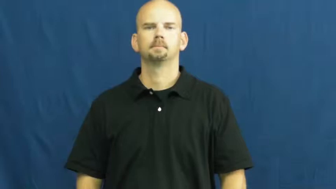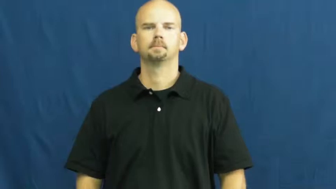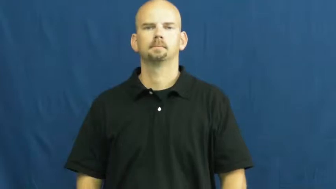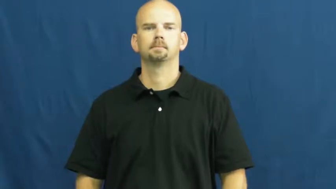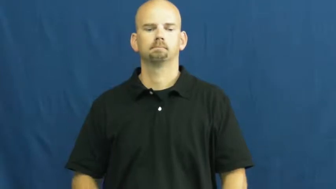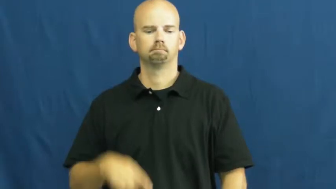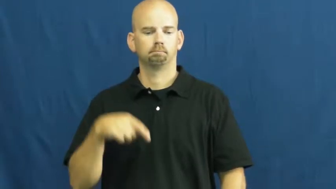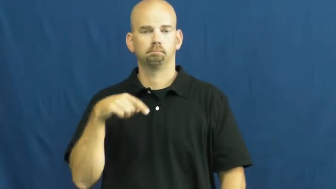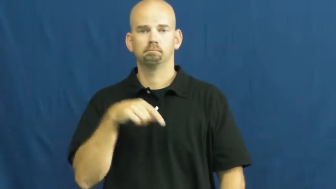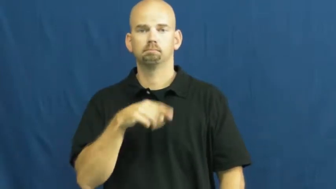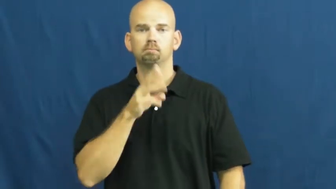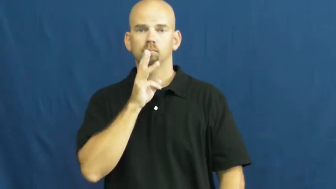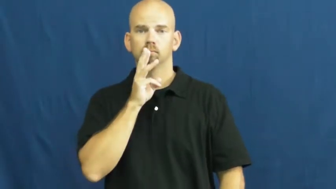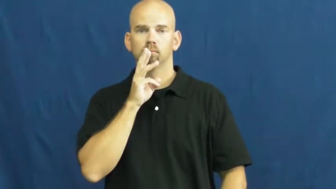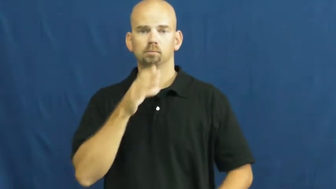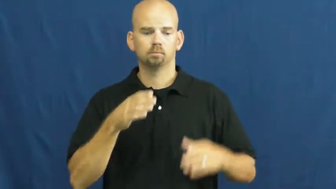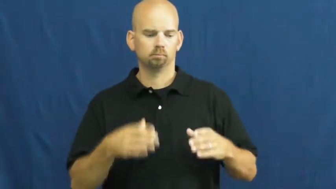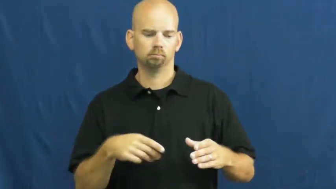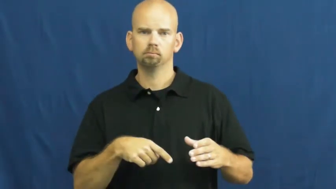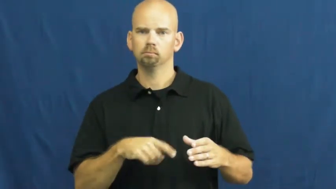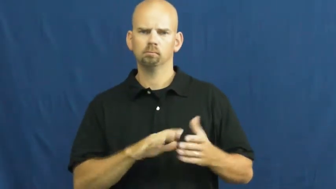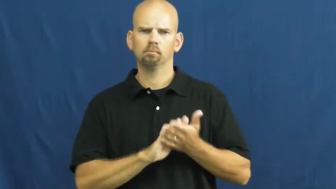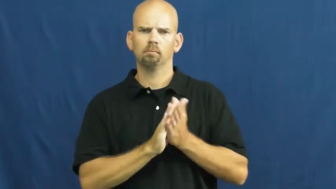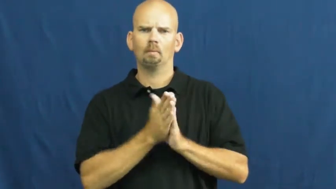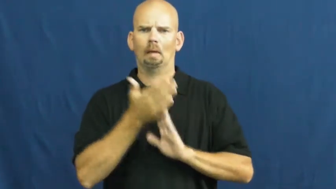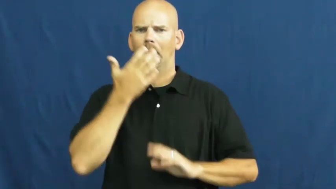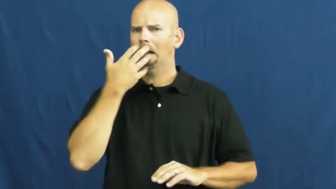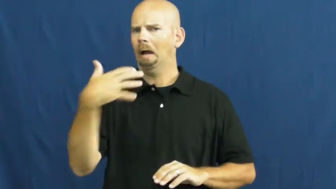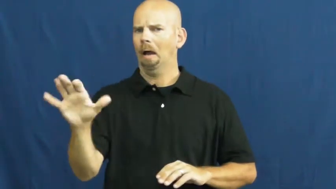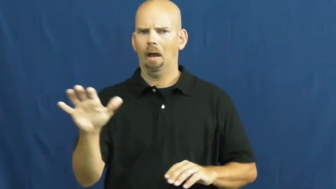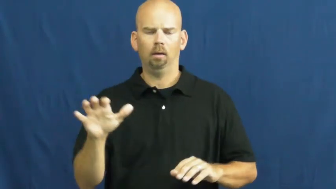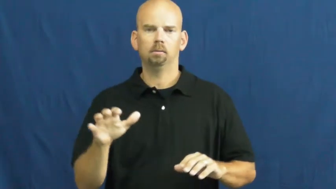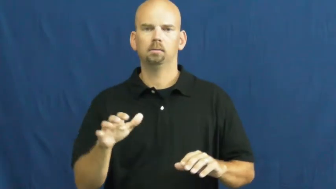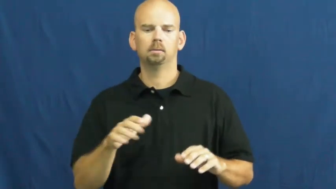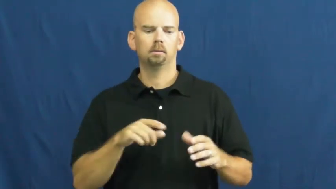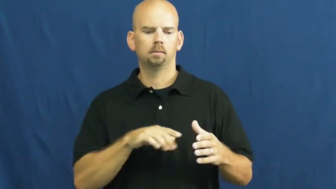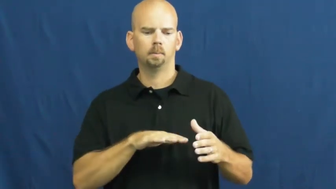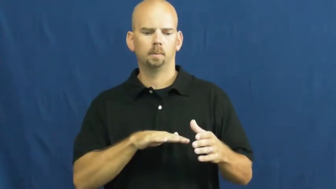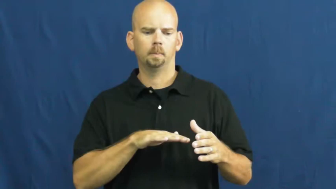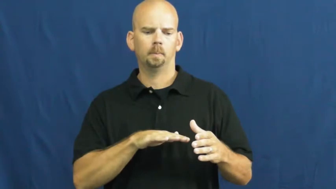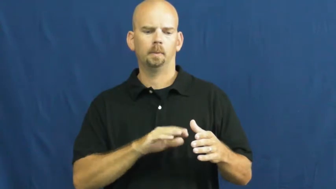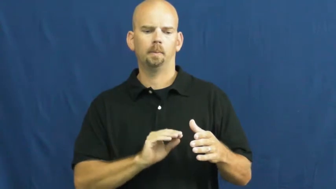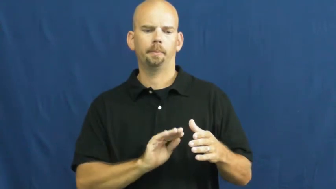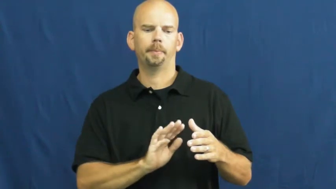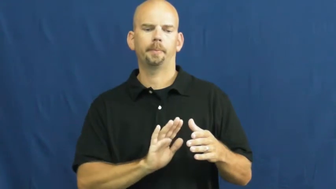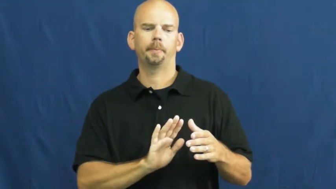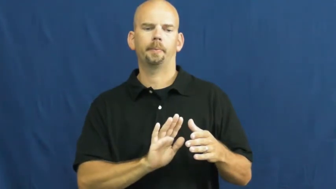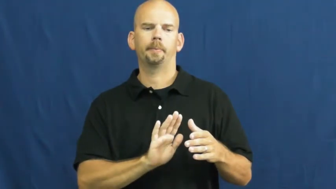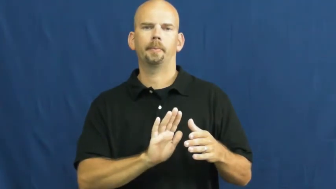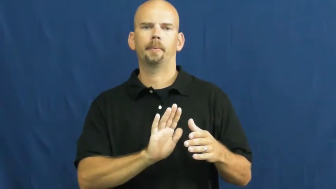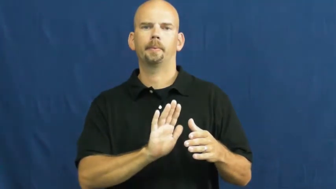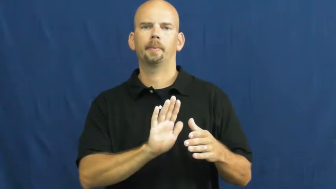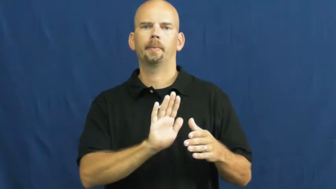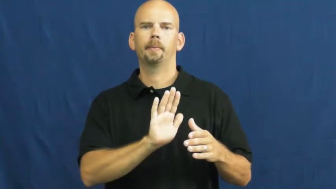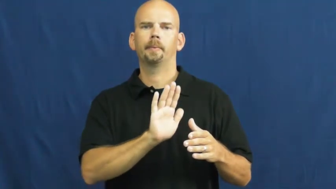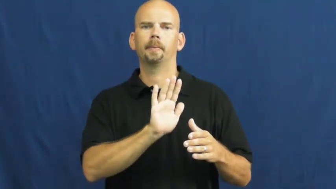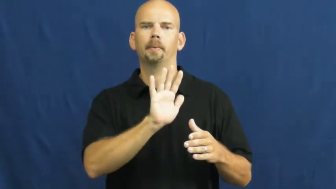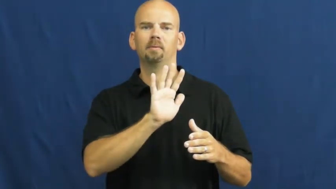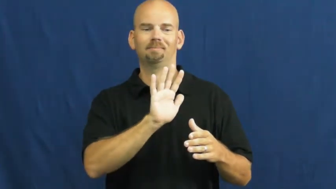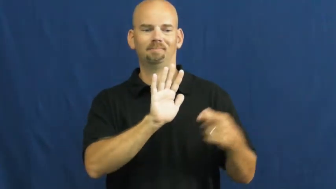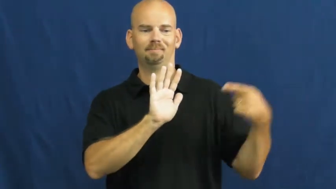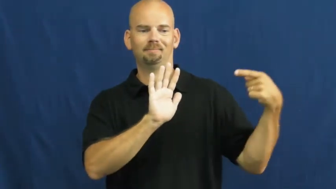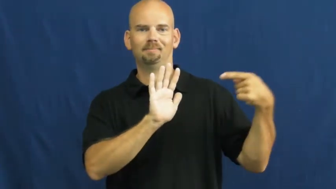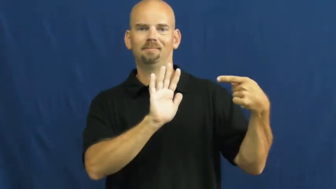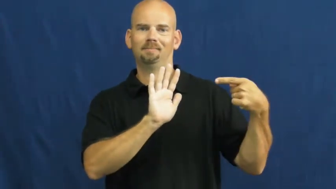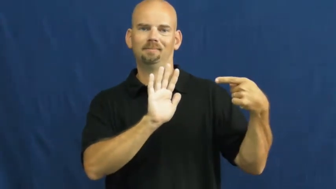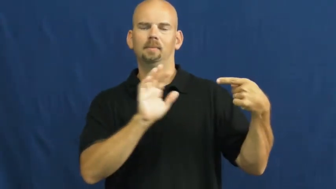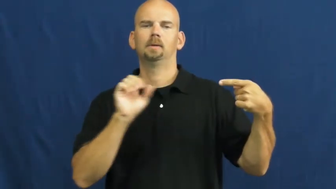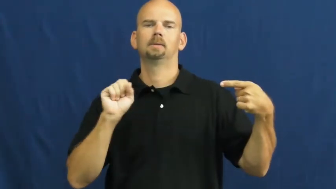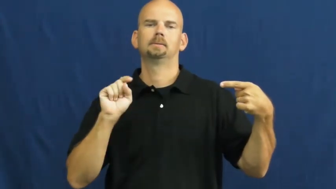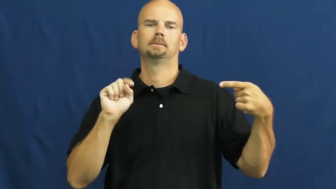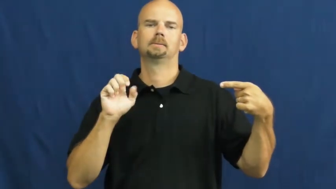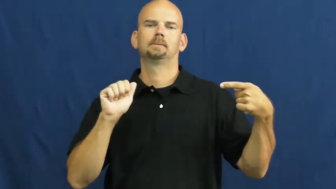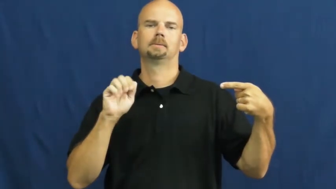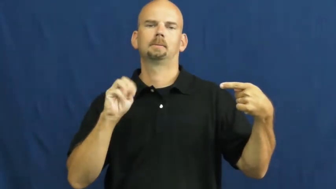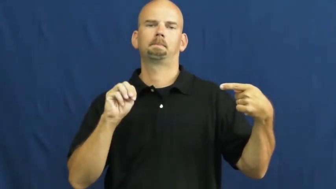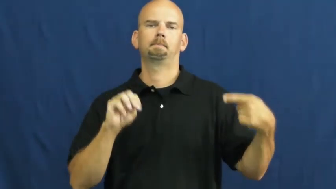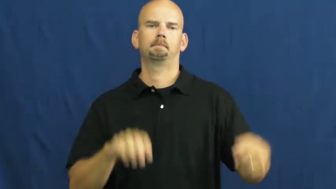steam-vapor